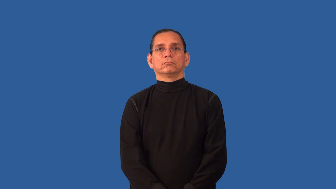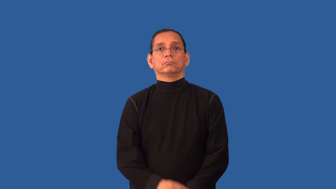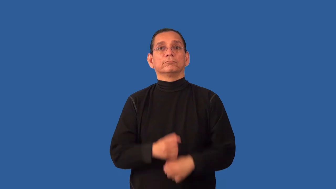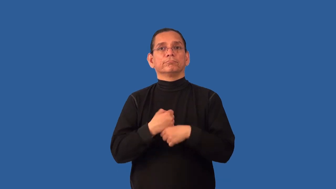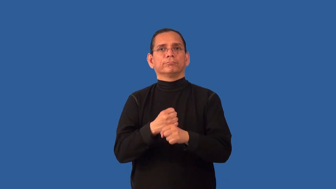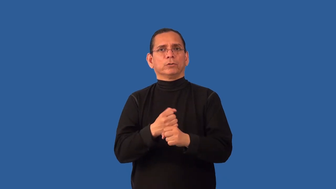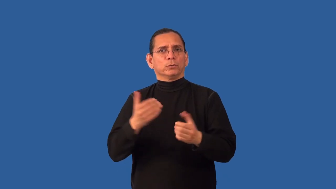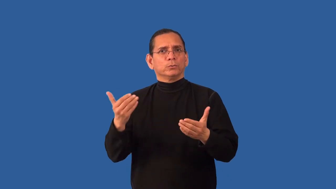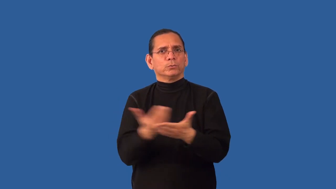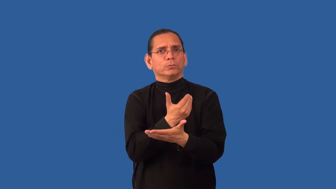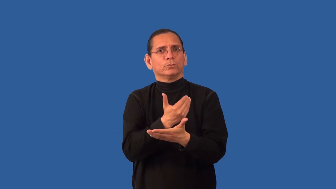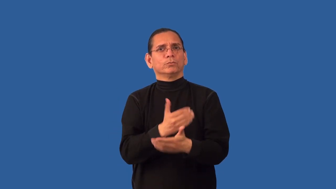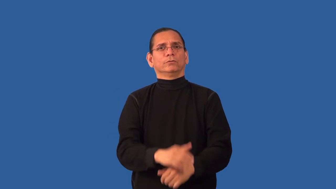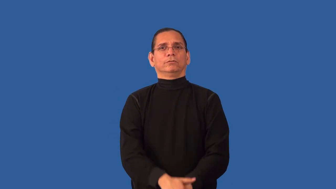renew,recondition-make